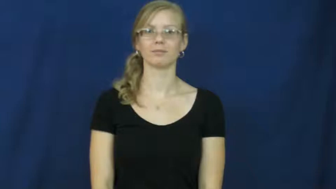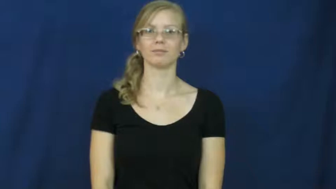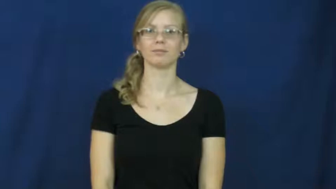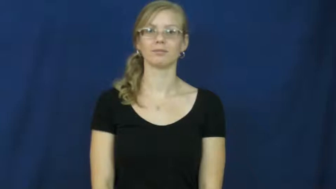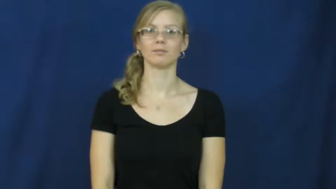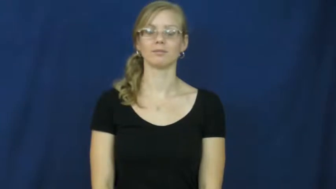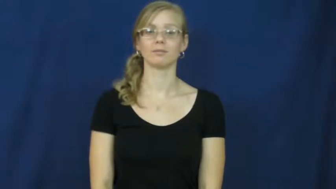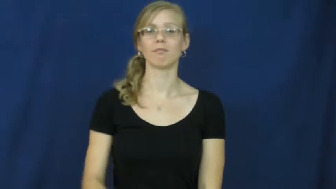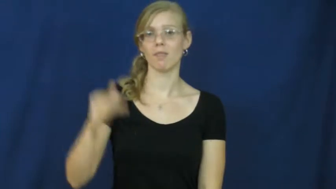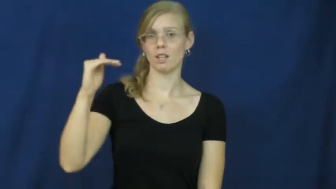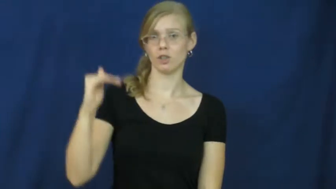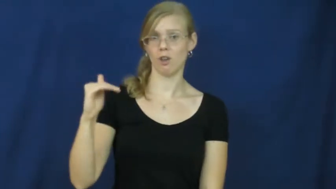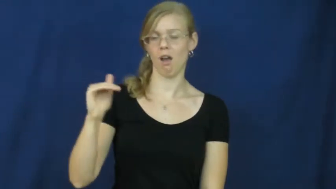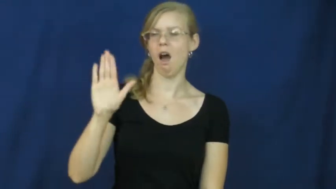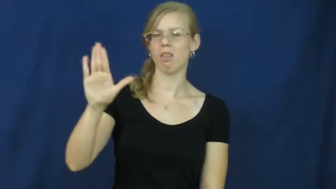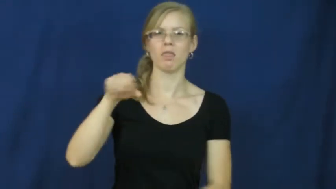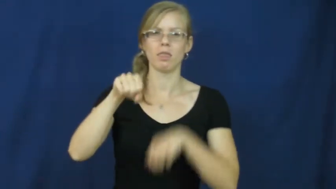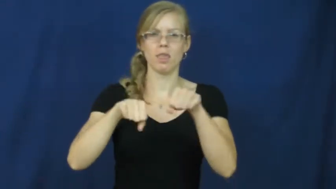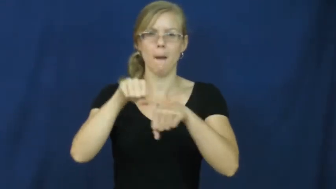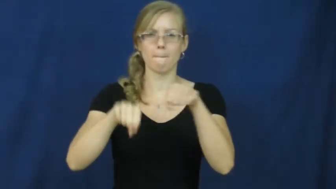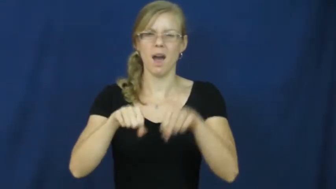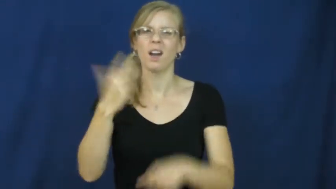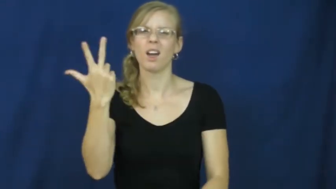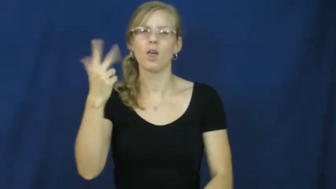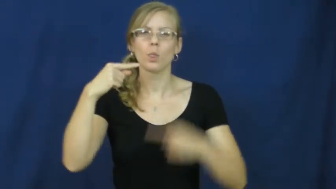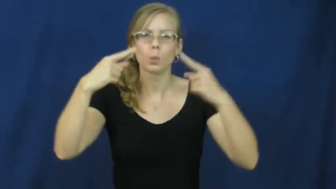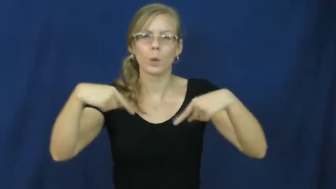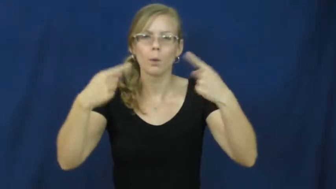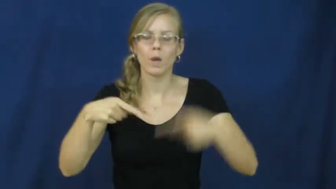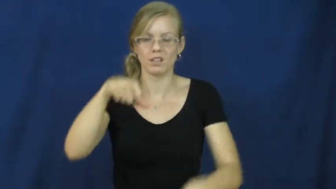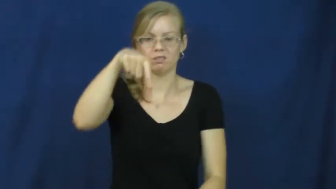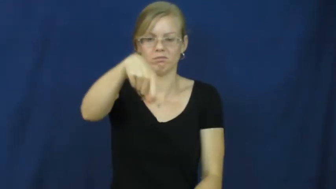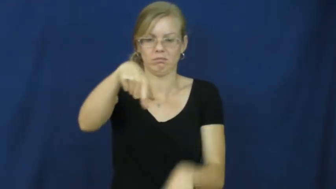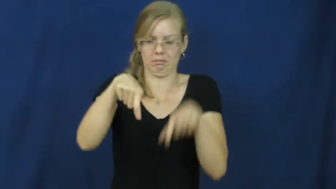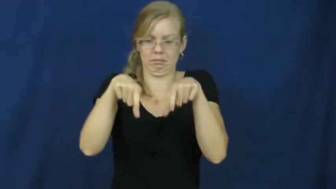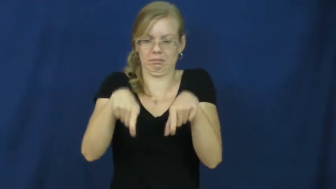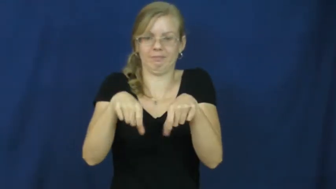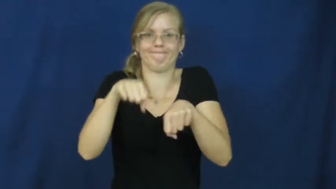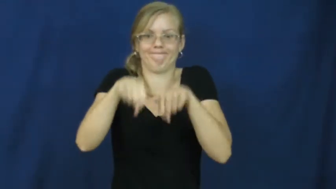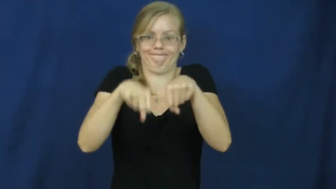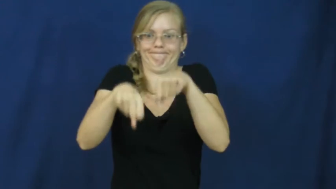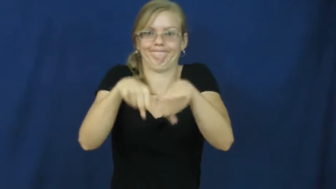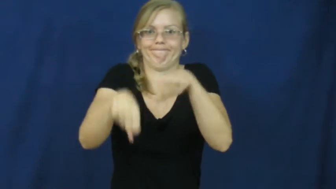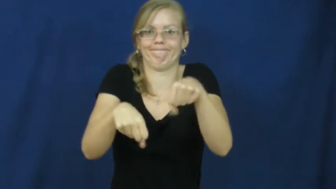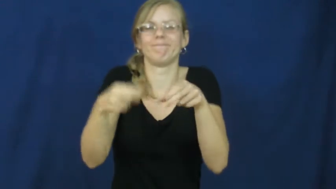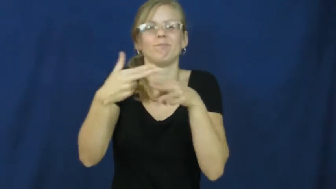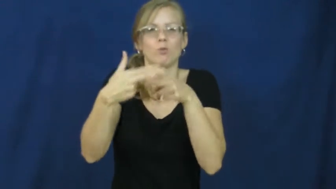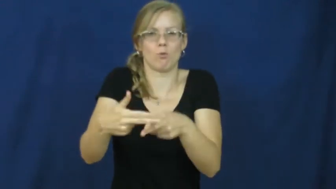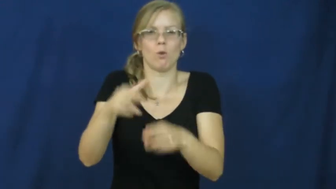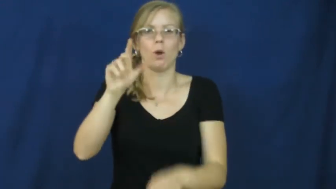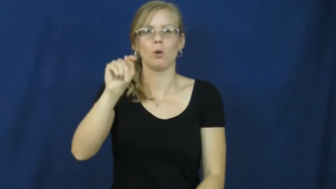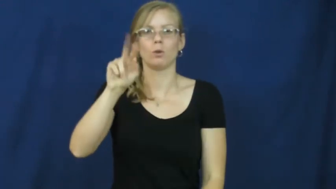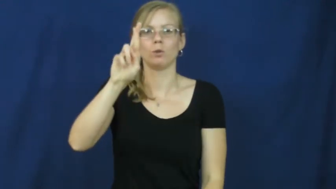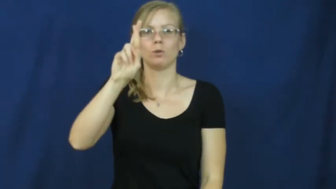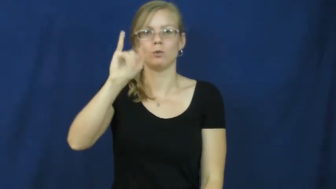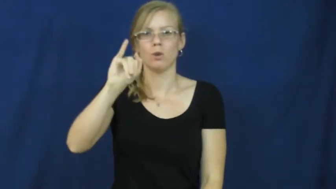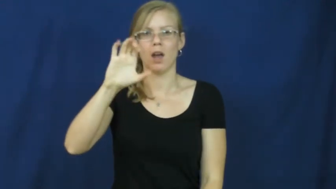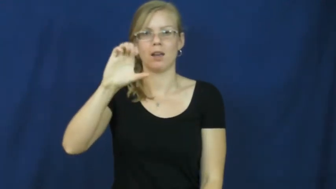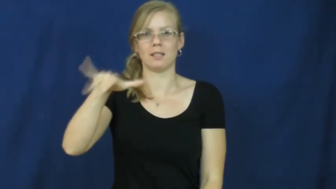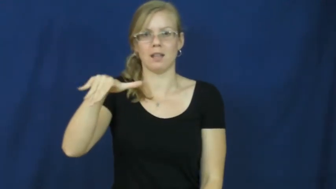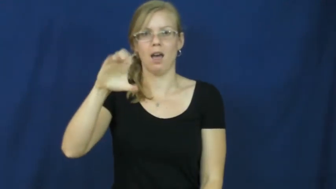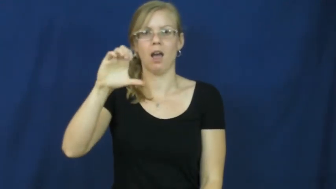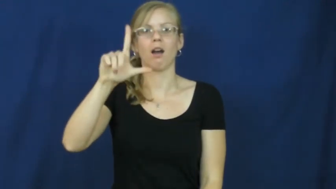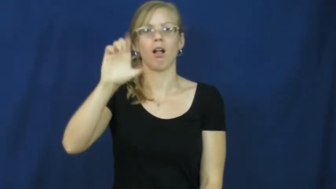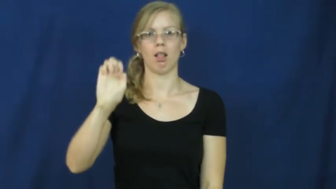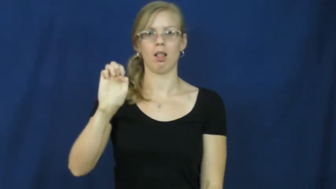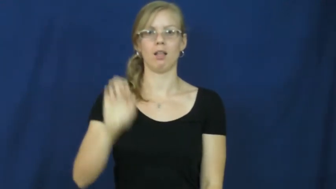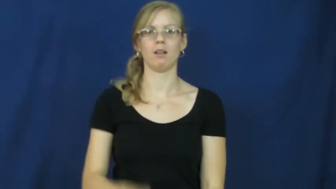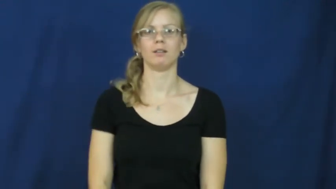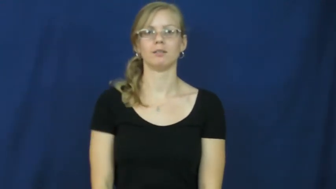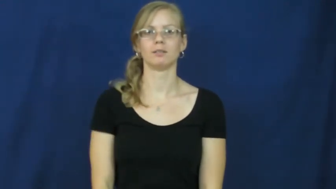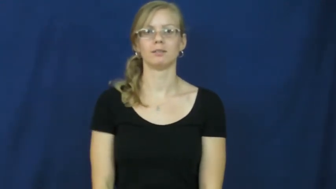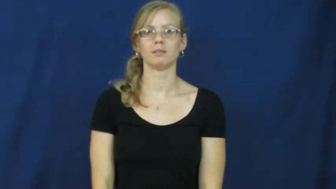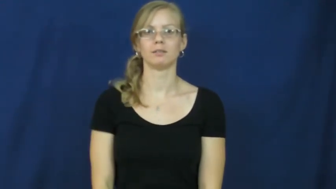tricycle,trike